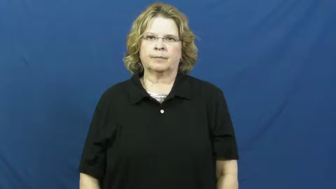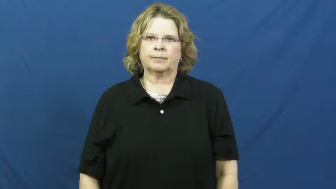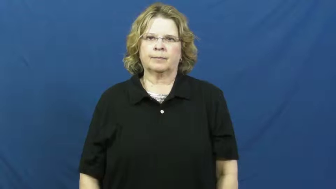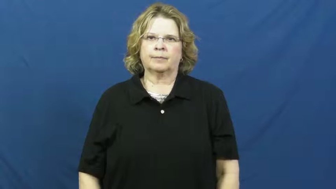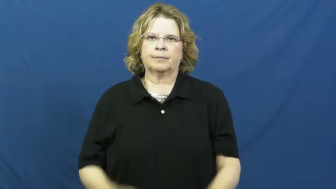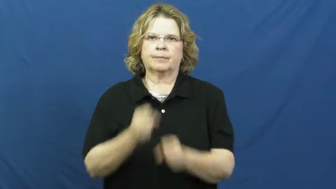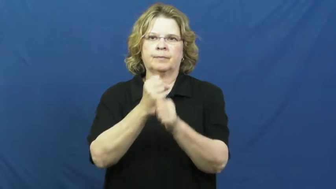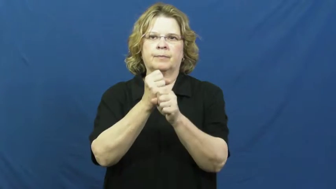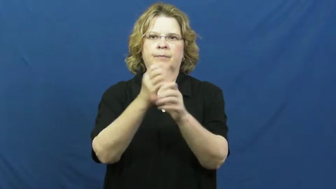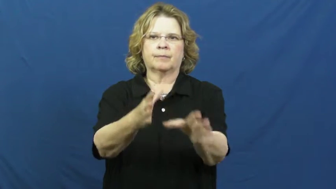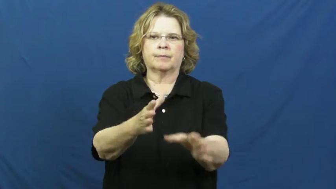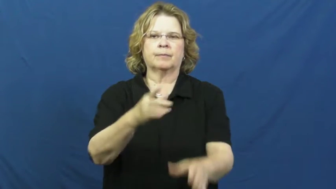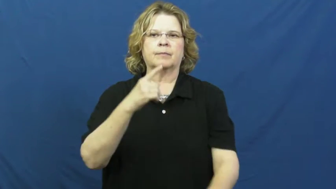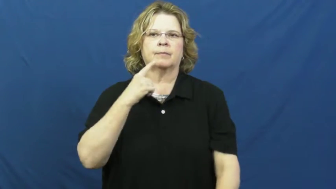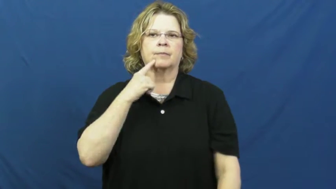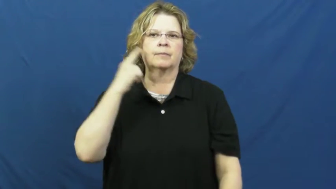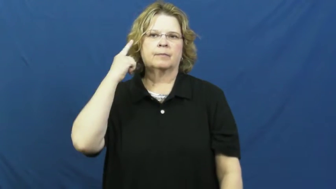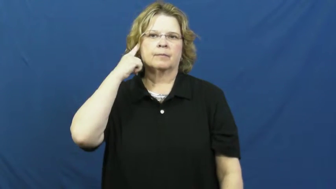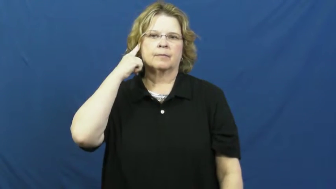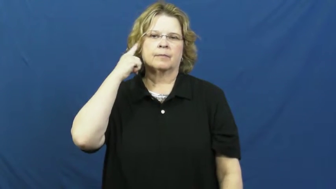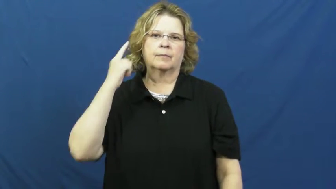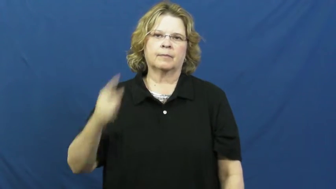deafen